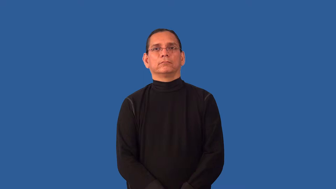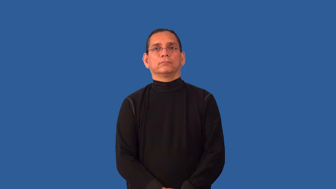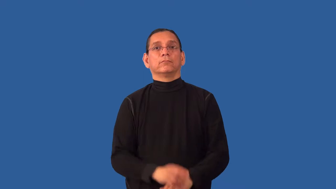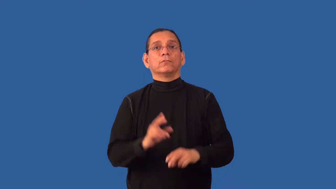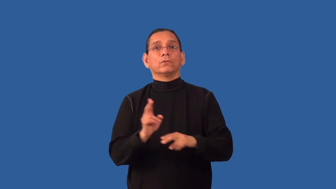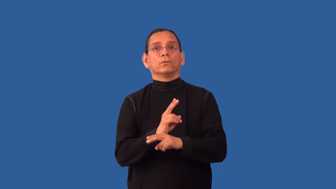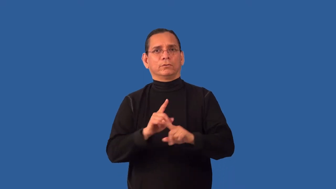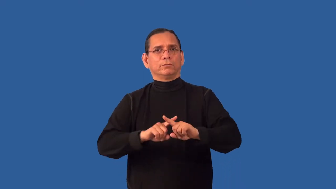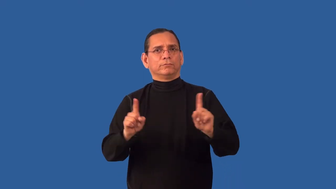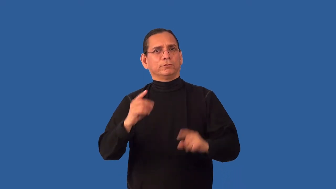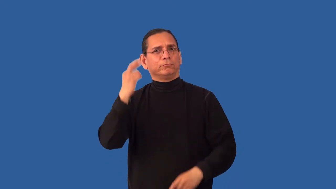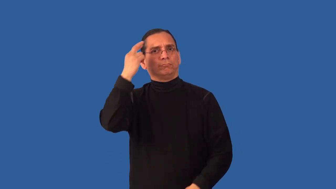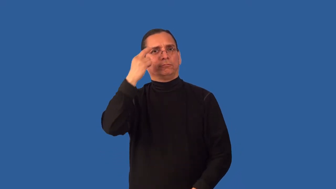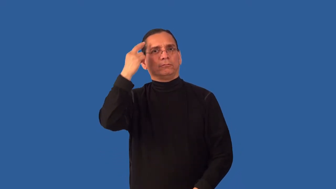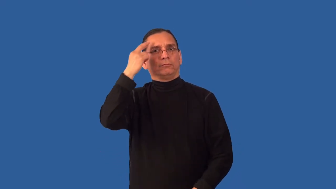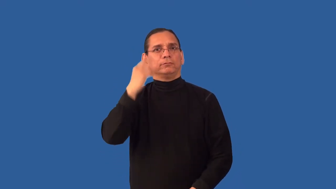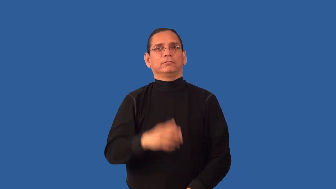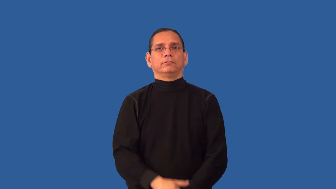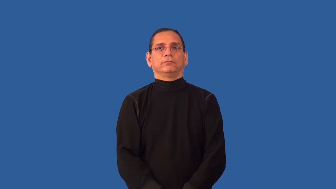redirect-thinking